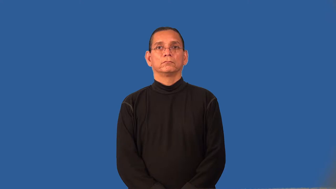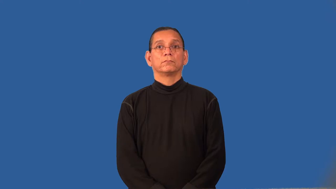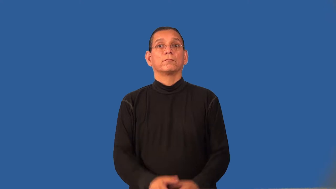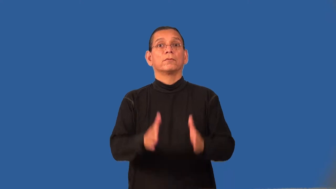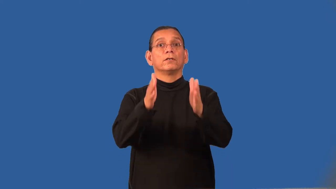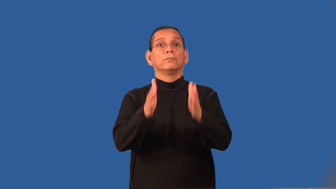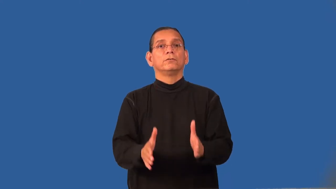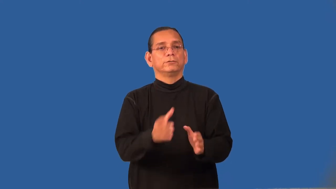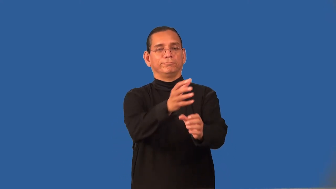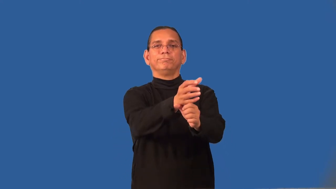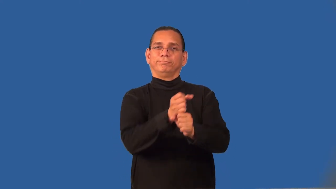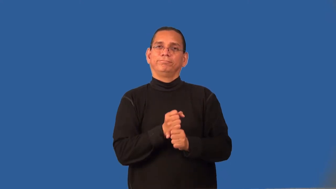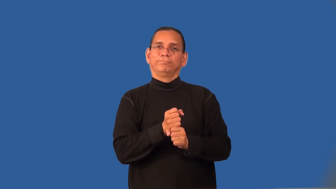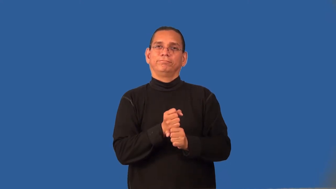recipient,conferee,awardee,grantee,laureate